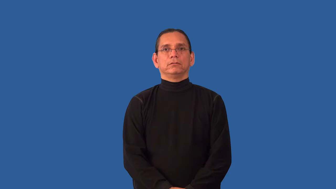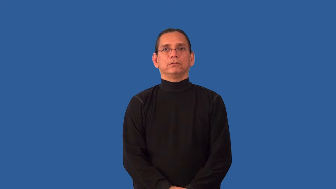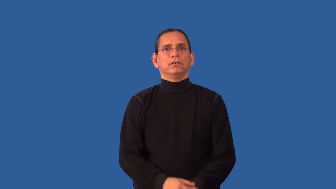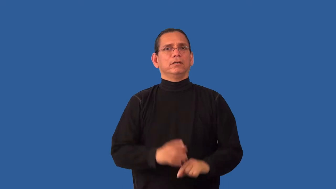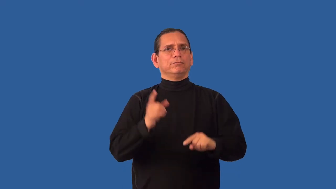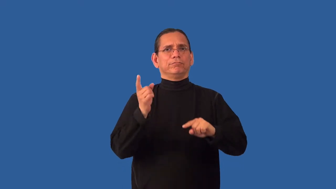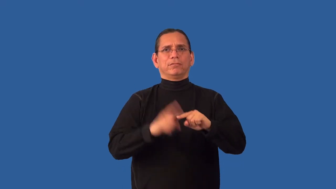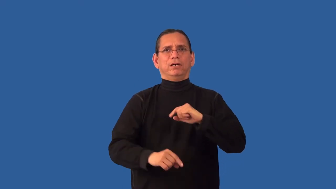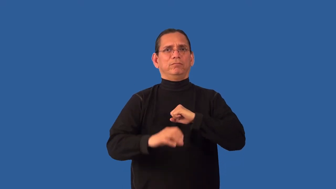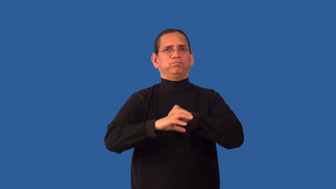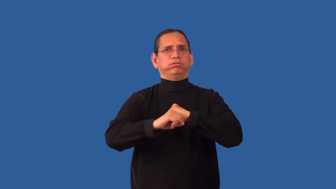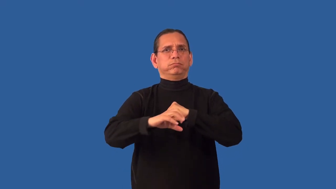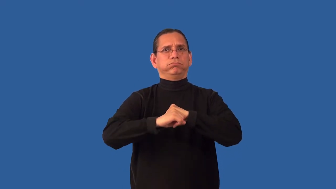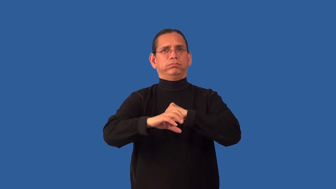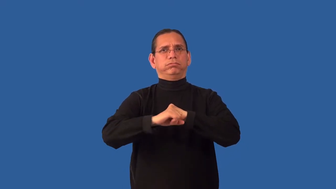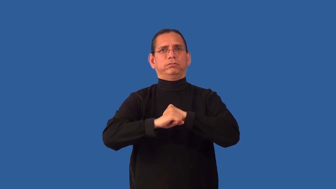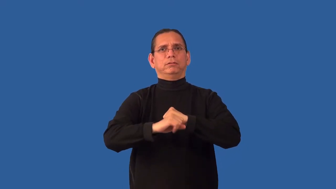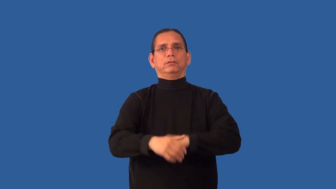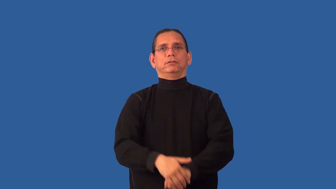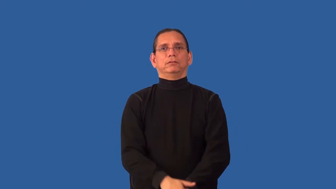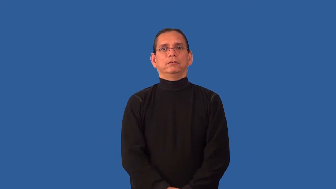unmarketable